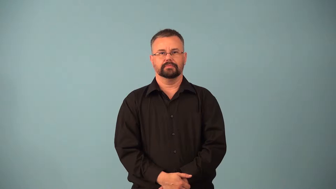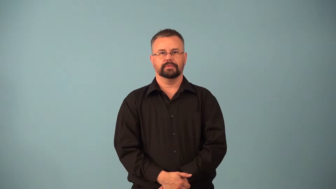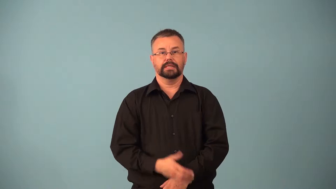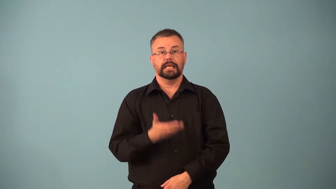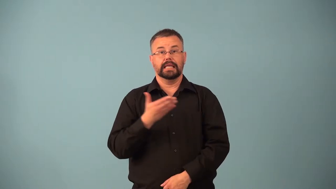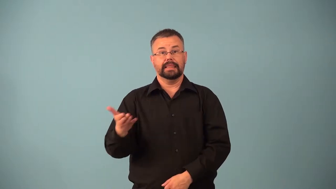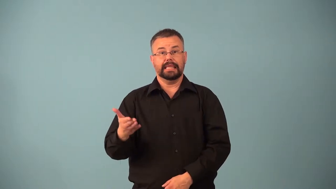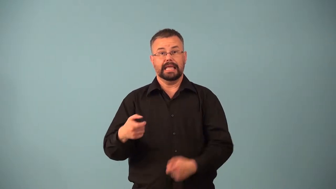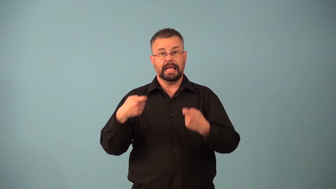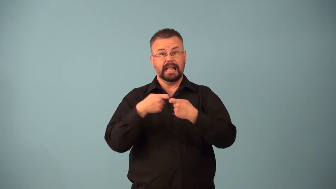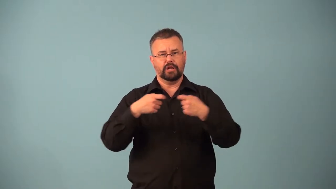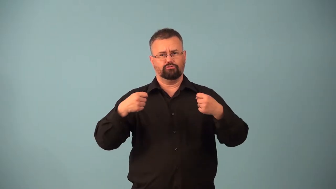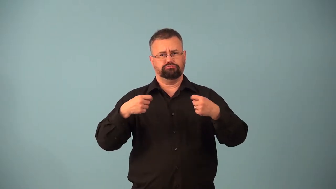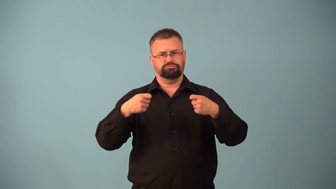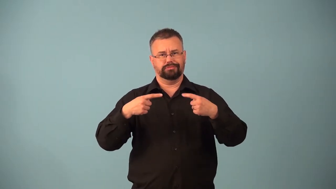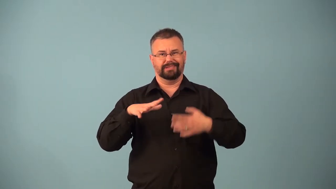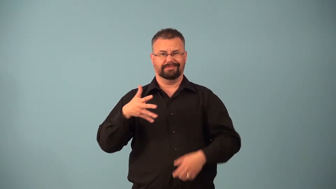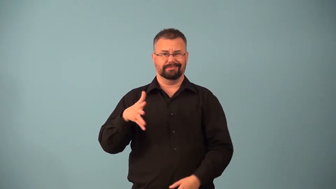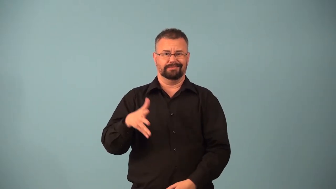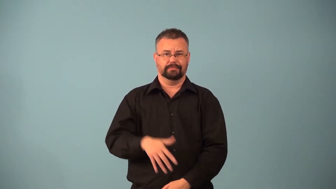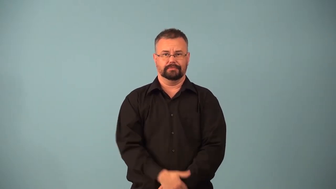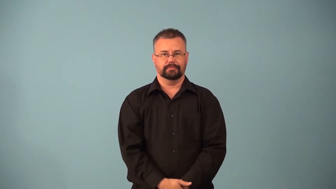nonelectrolyte